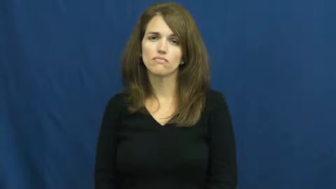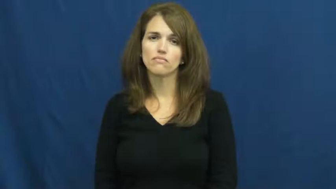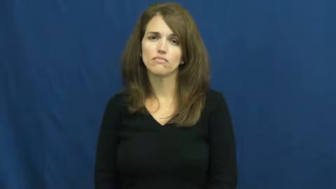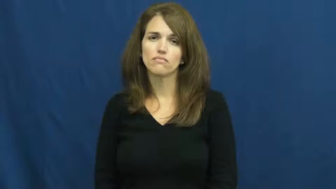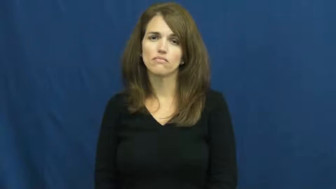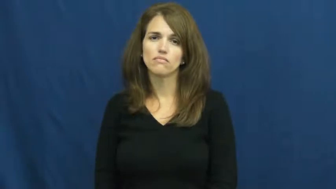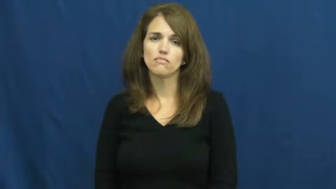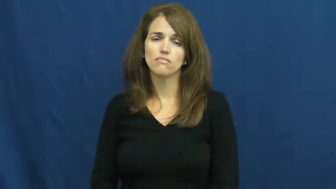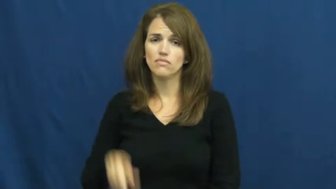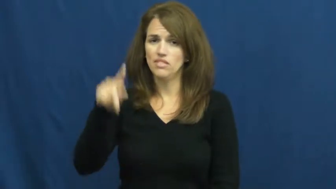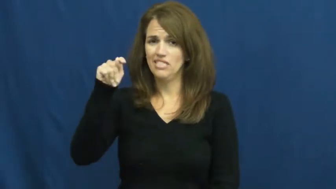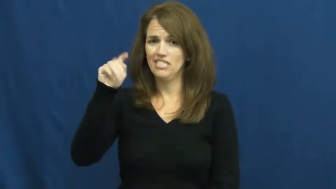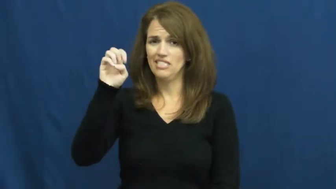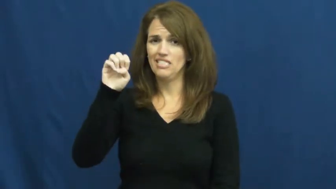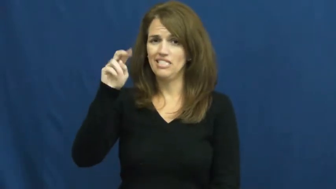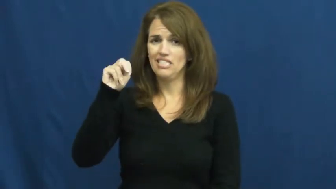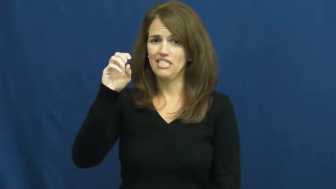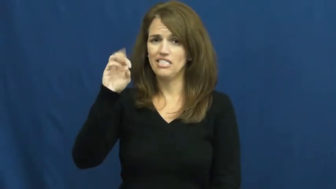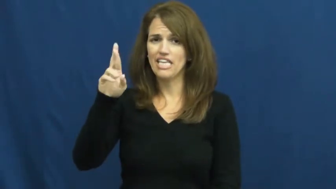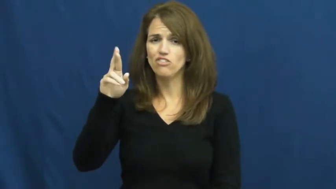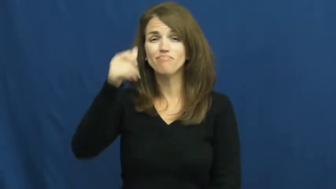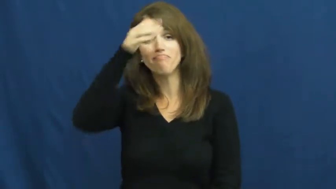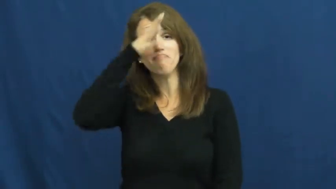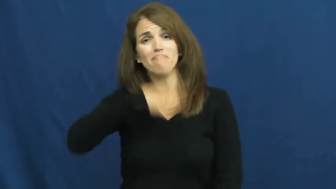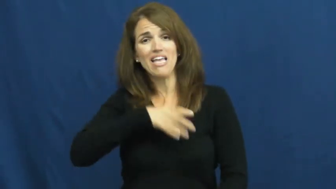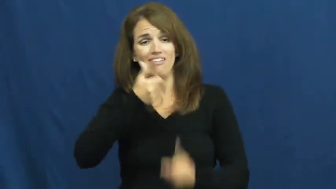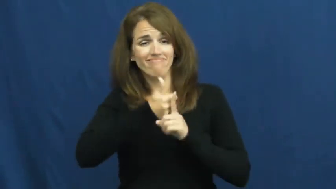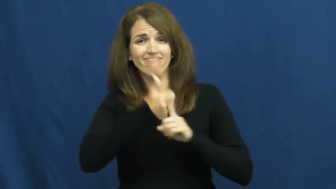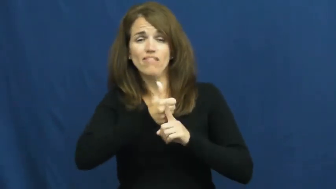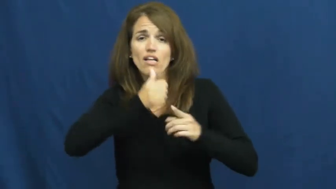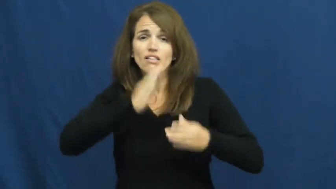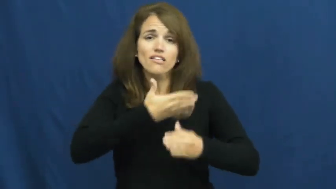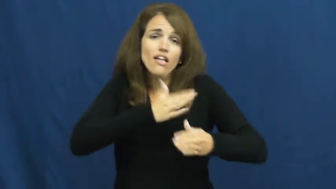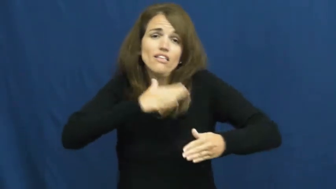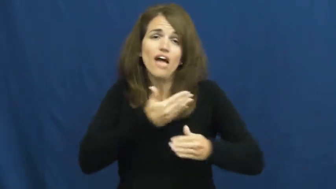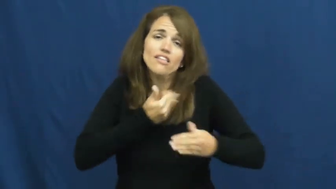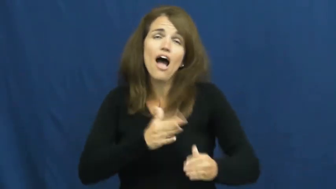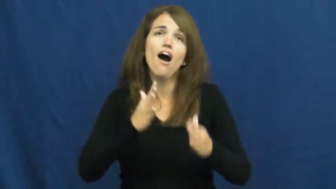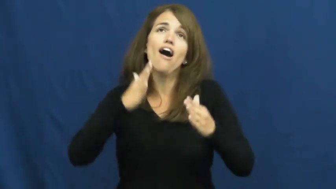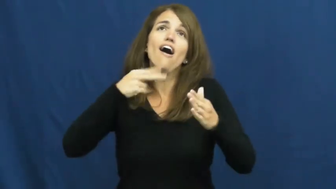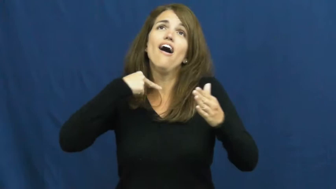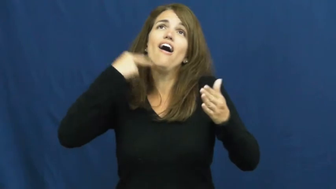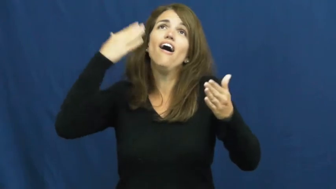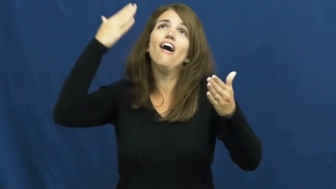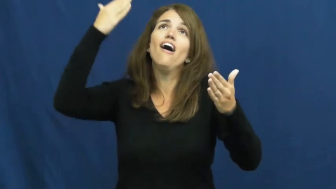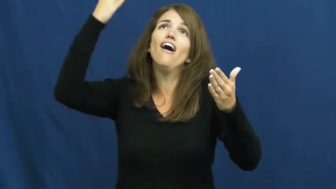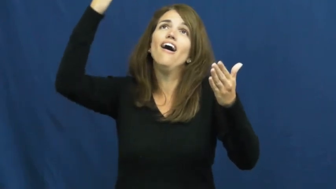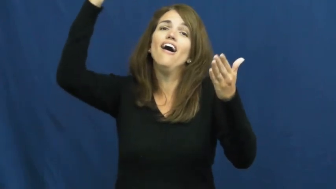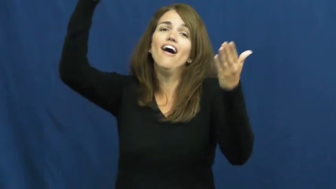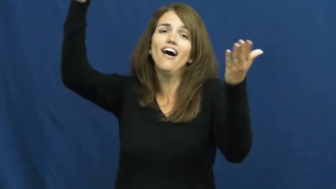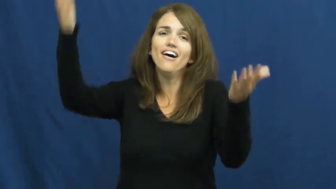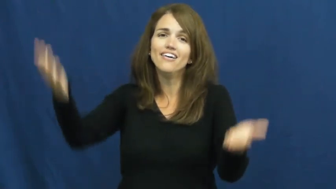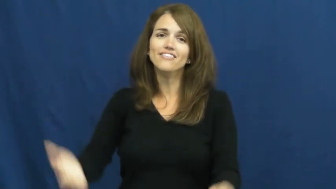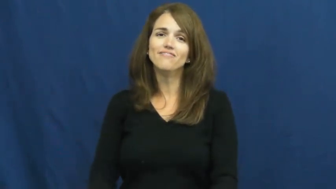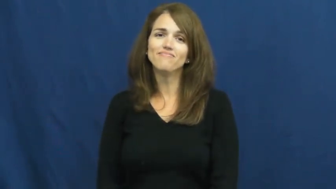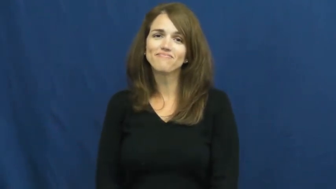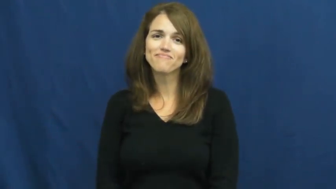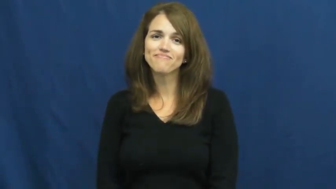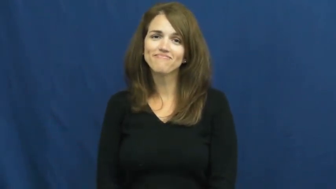tenor